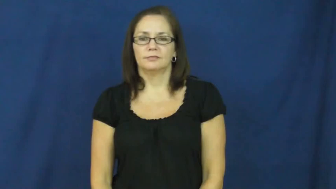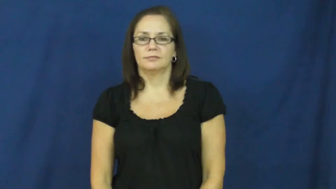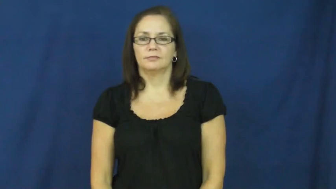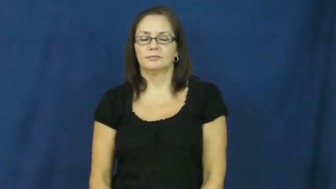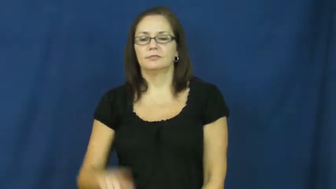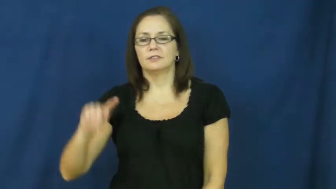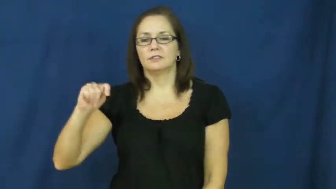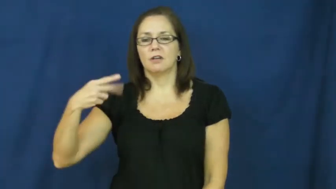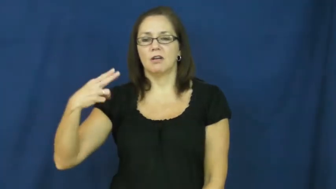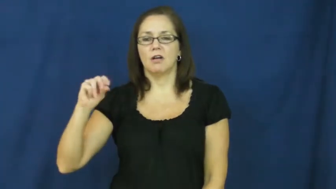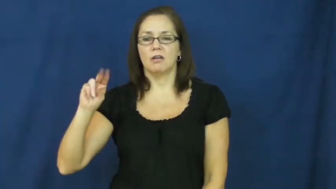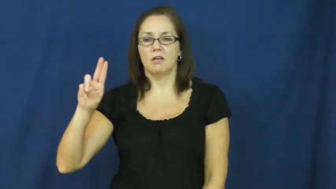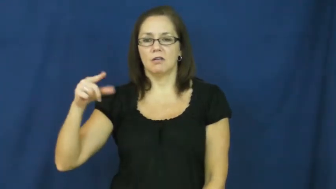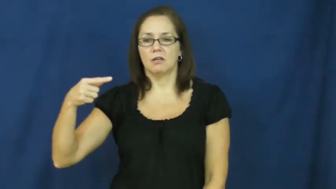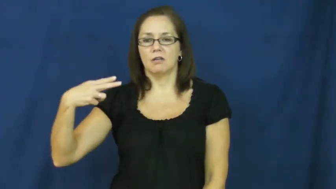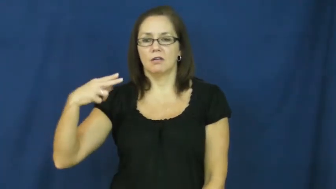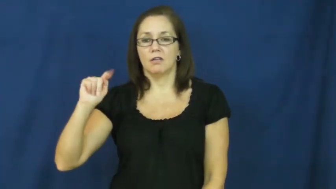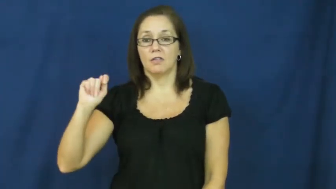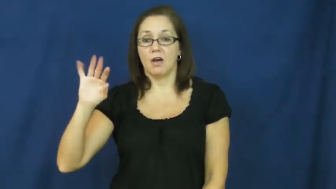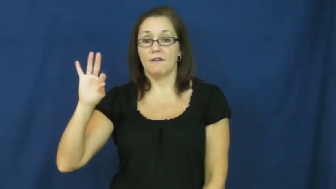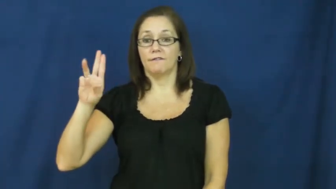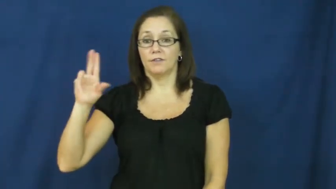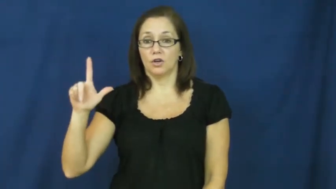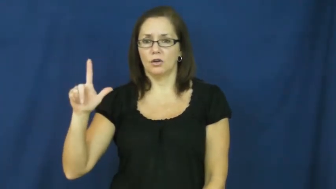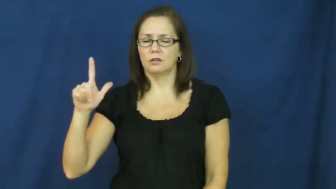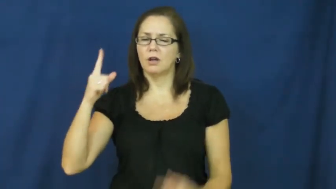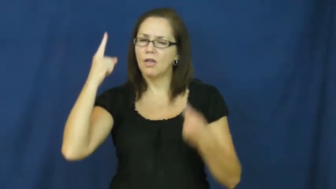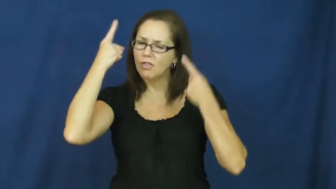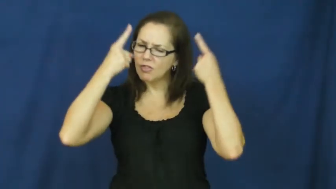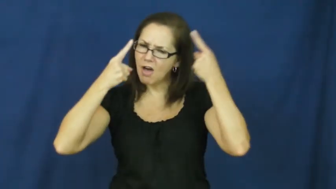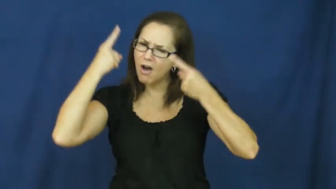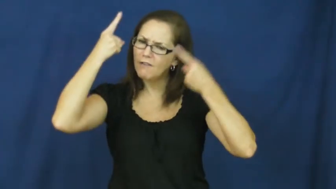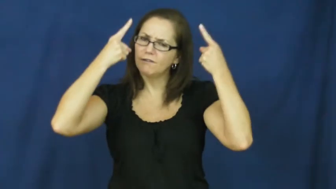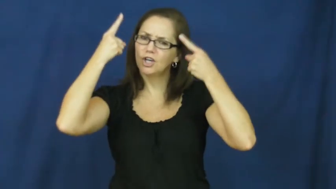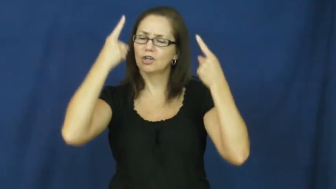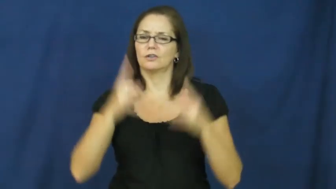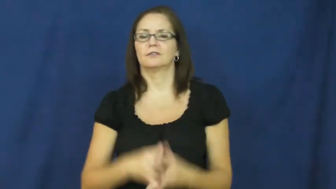thoughtful-thinking serious